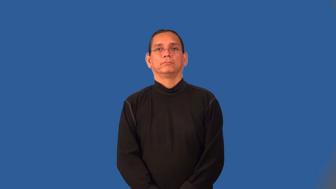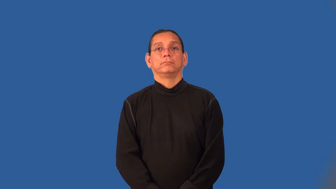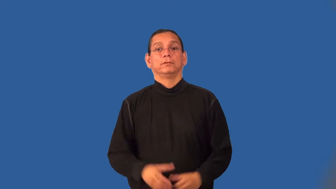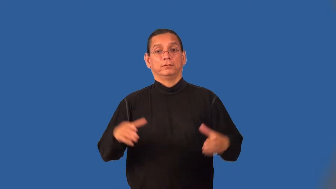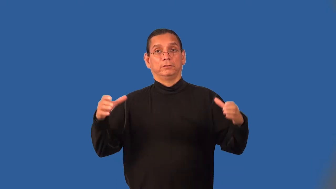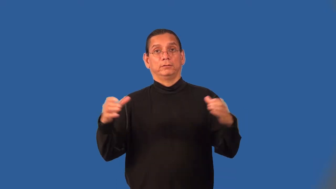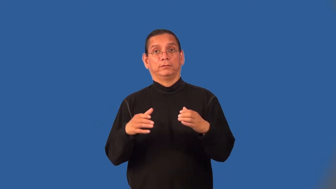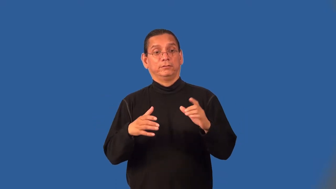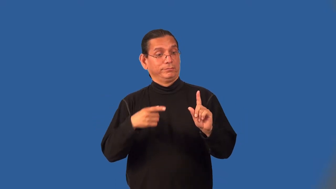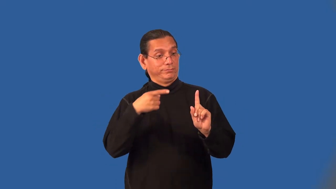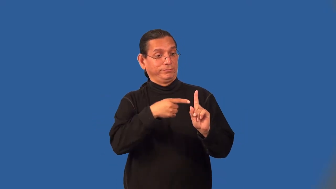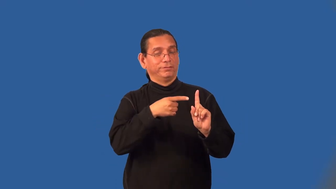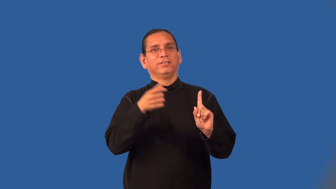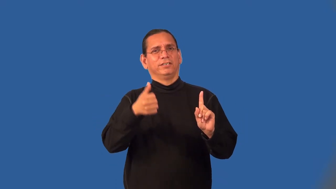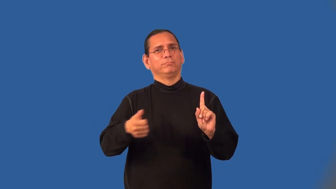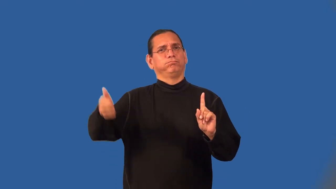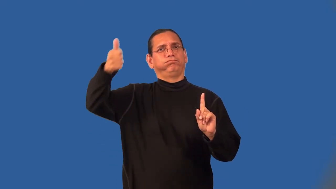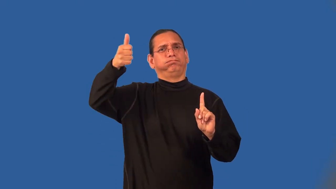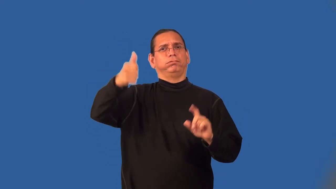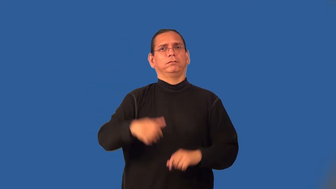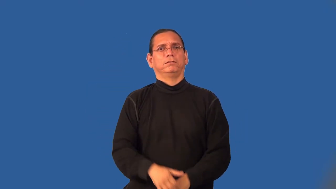commissioner